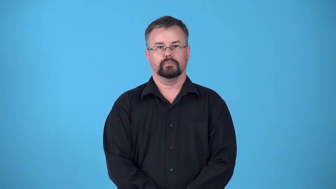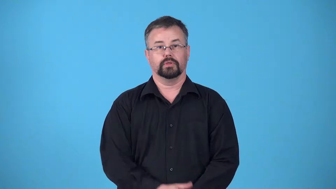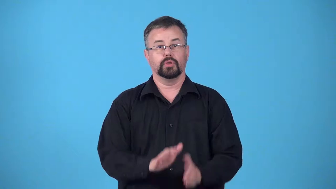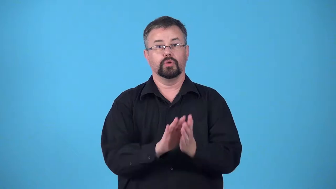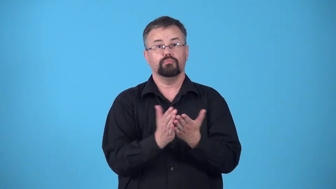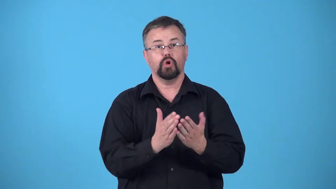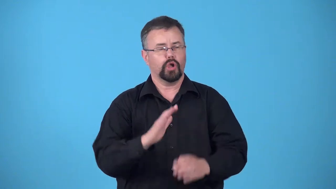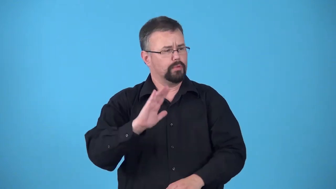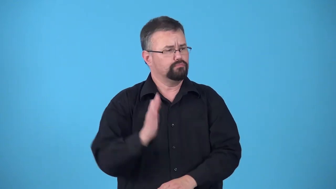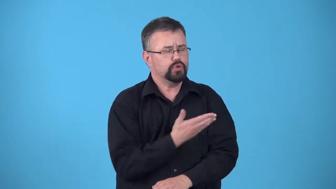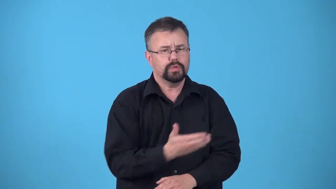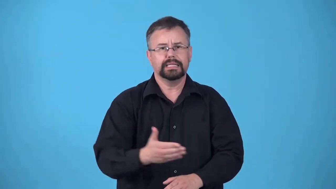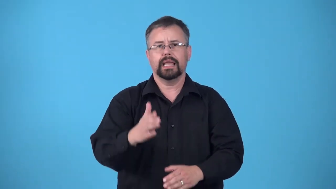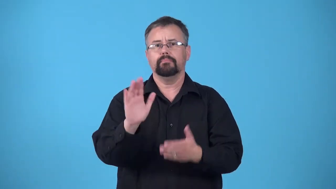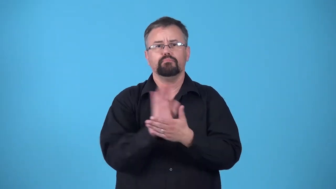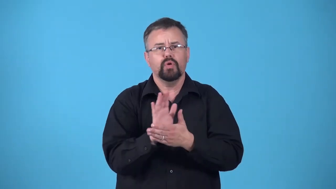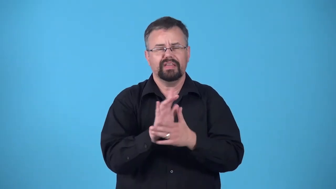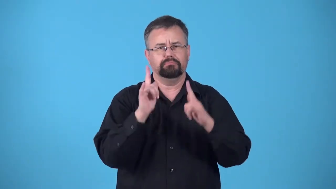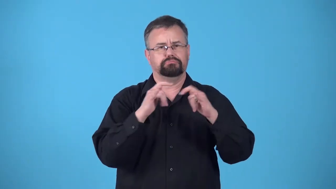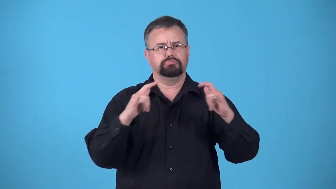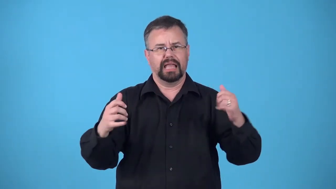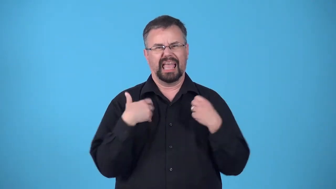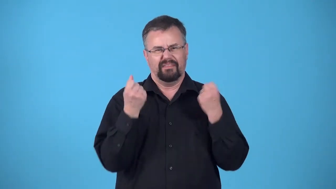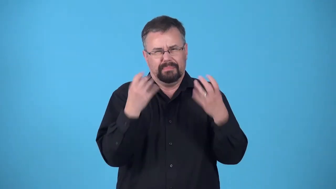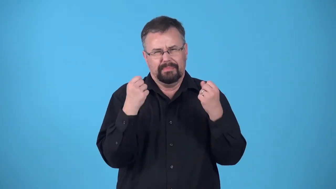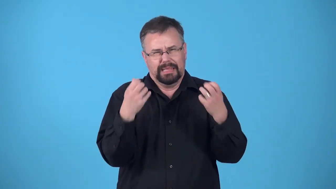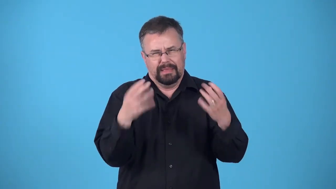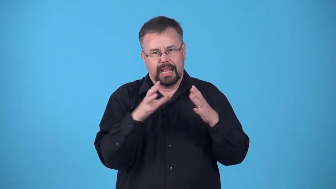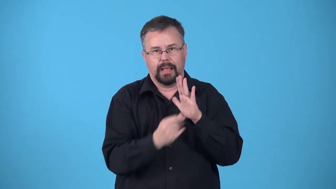copy a single newspaper, book, CD, piece of software, etc